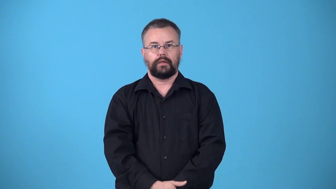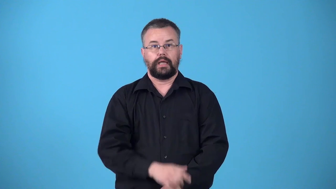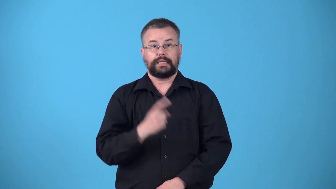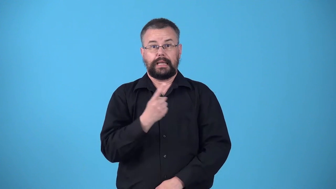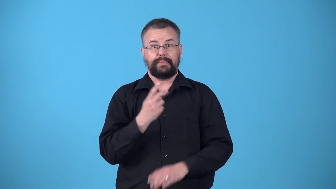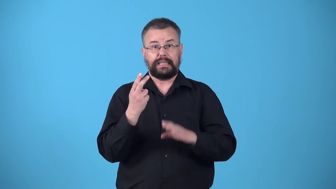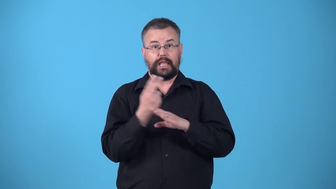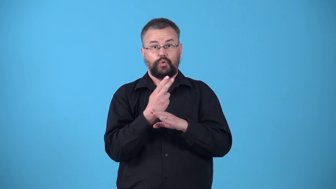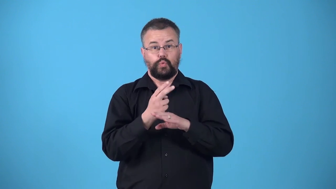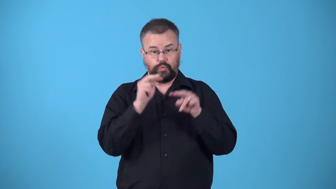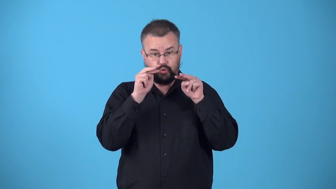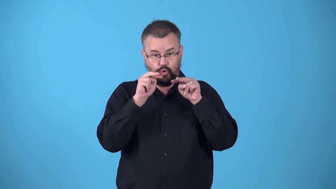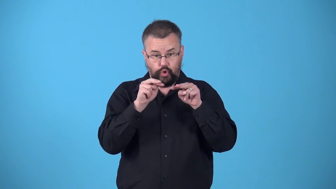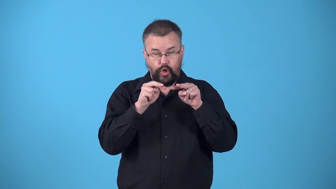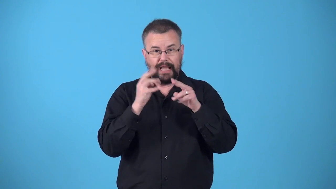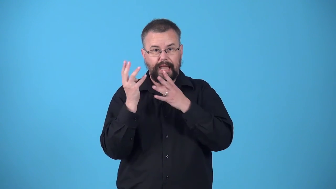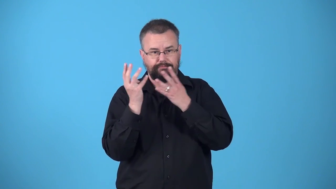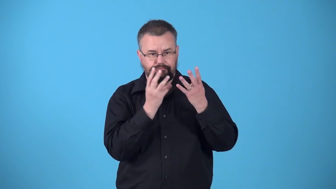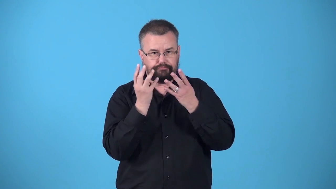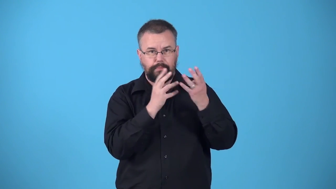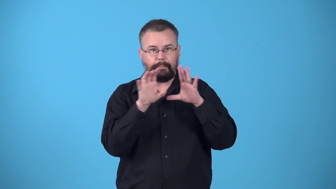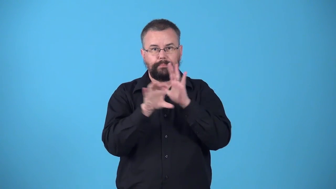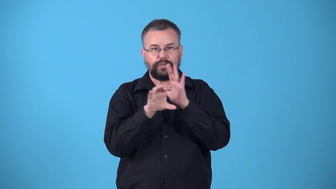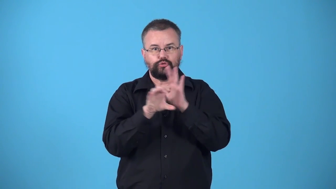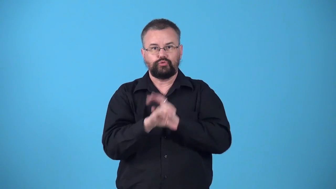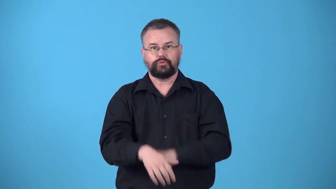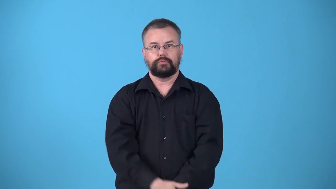viewer-something used to view something else